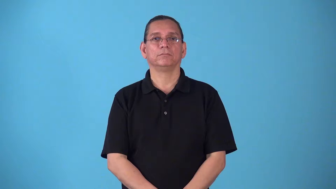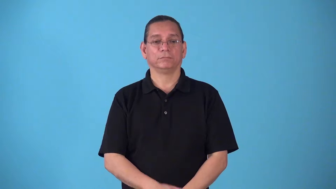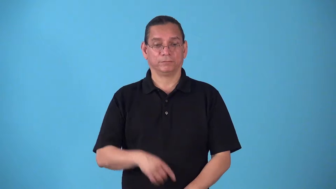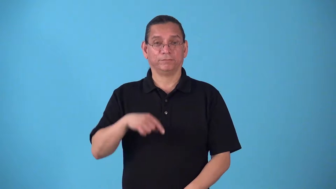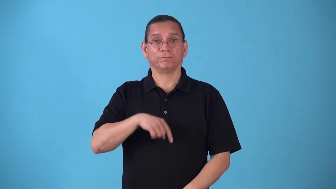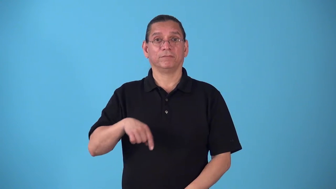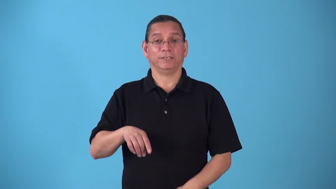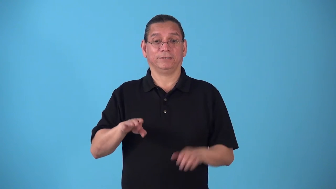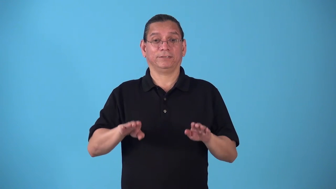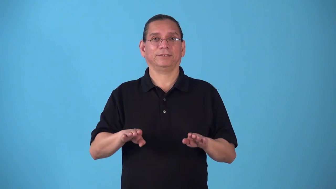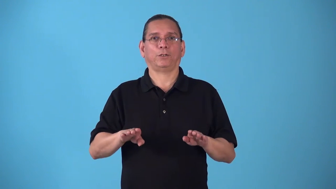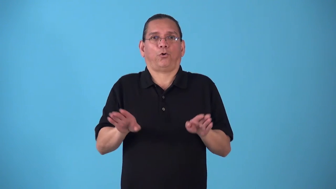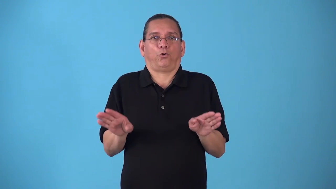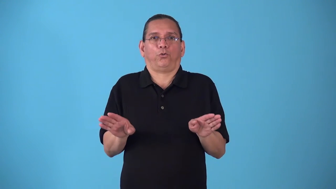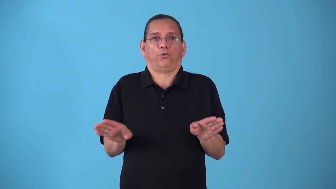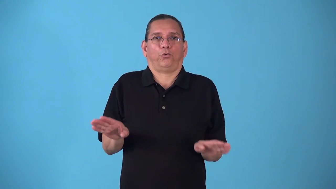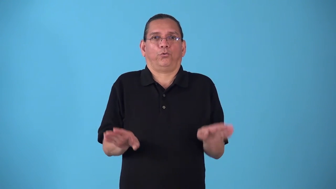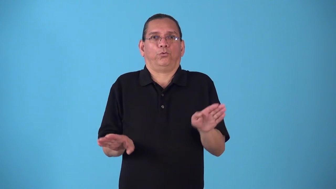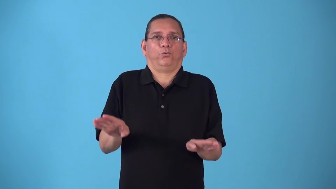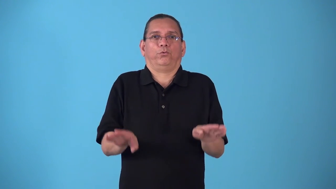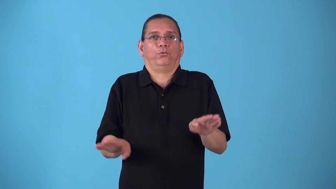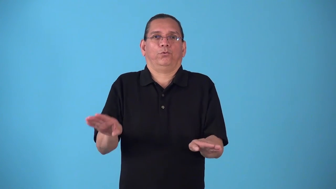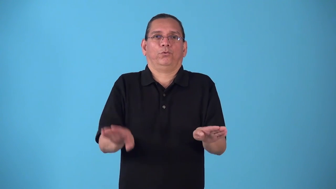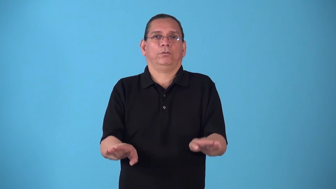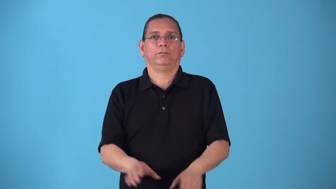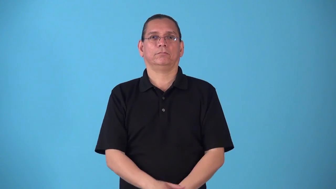splay,splayfoot,eversion-turn outward like ducks feet